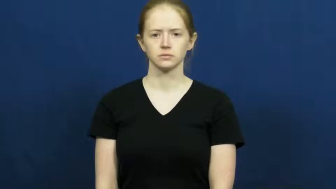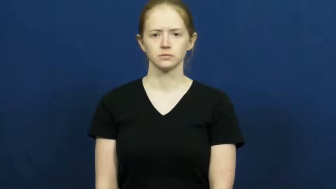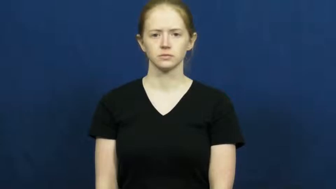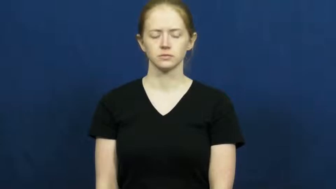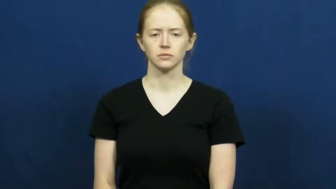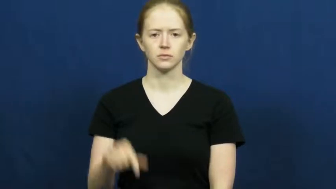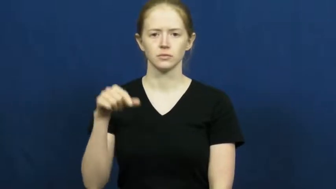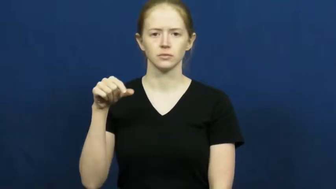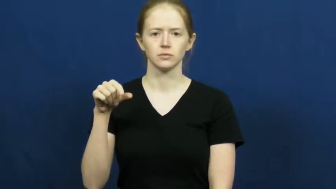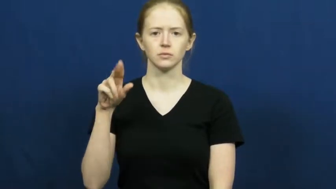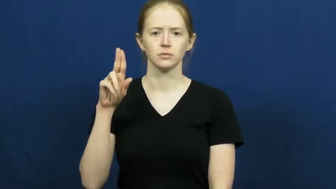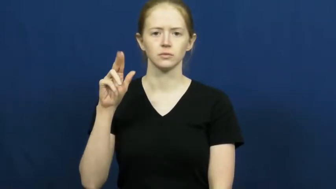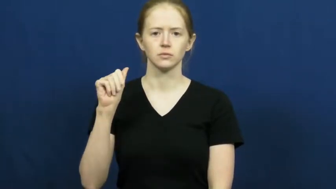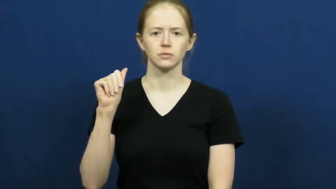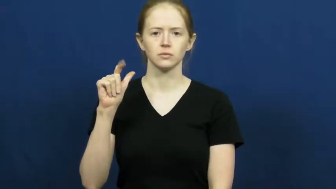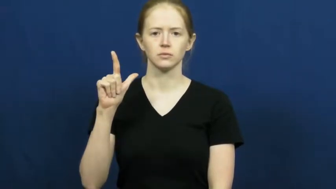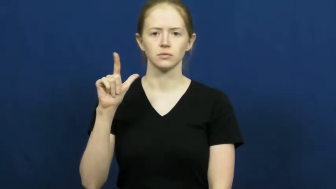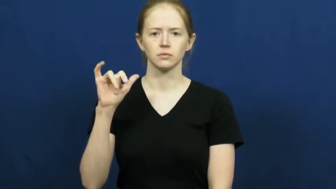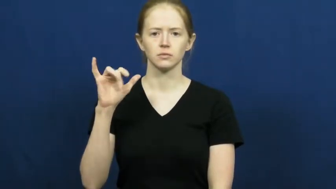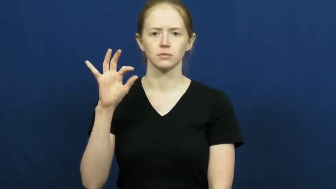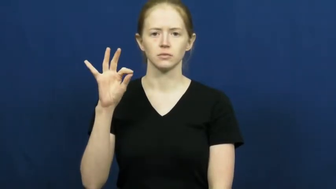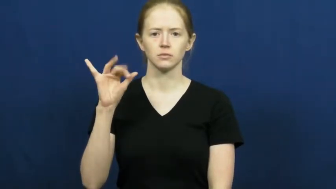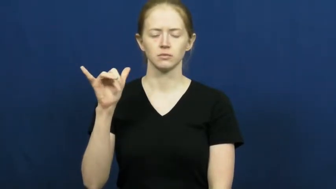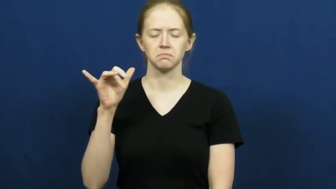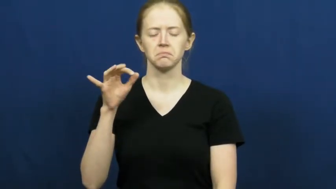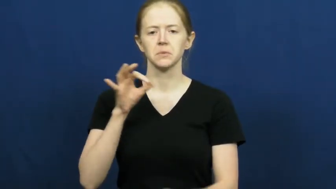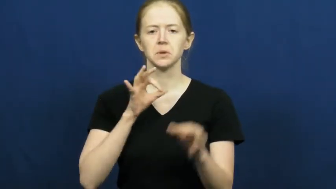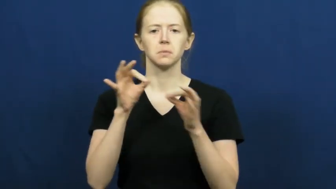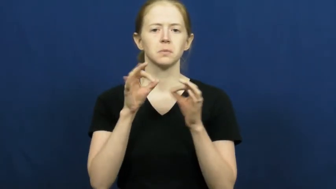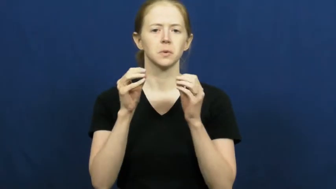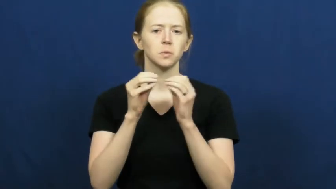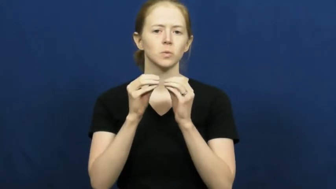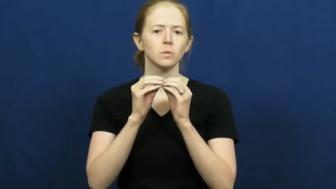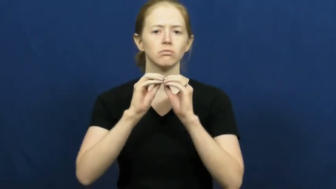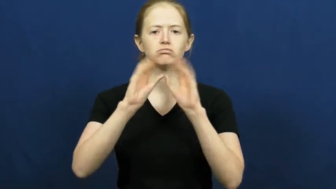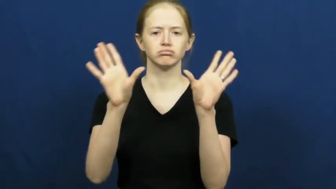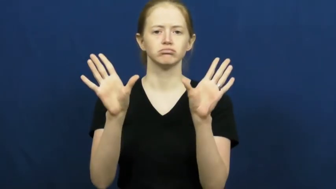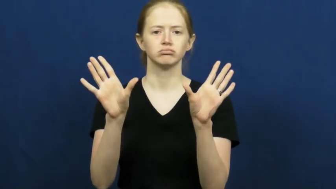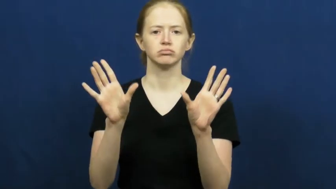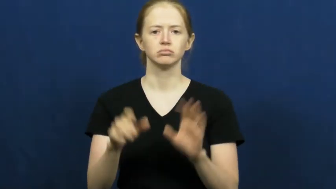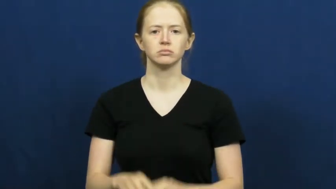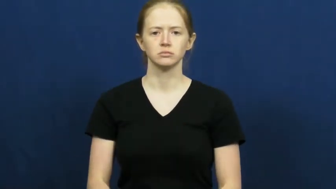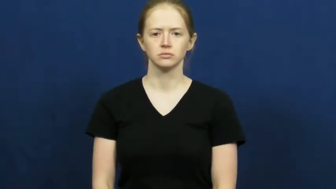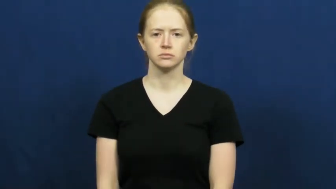qualify-explain